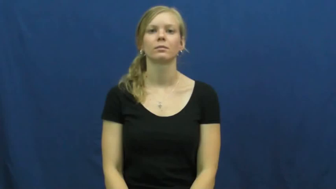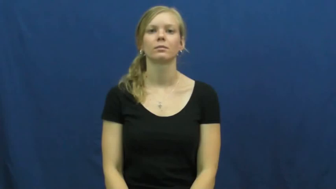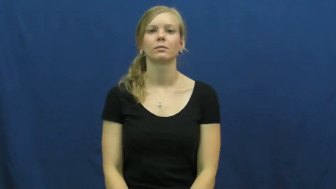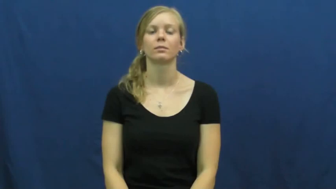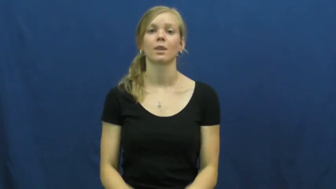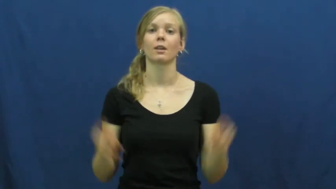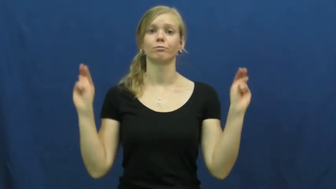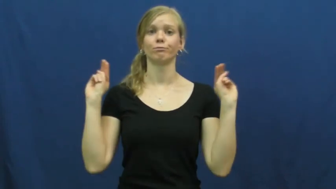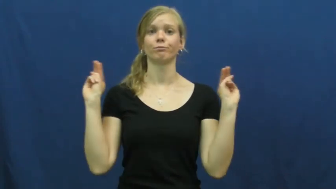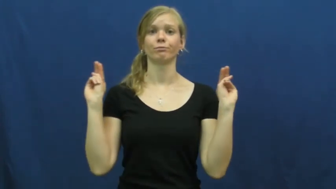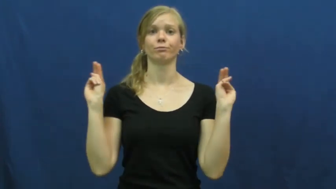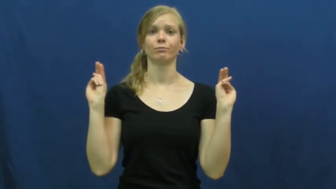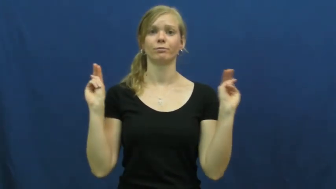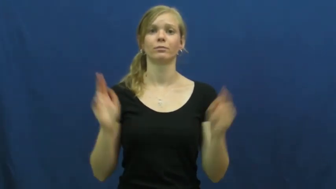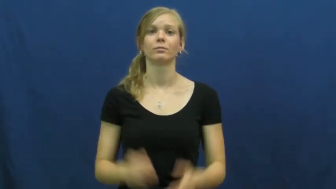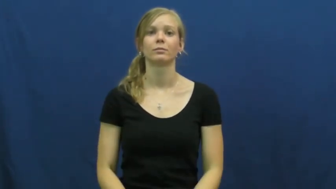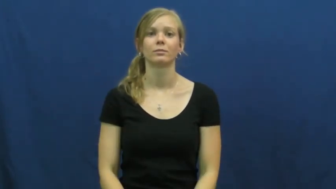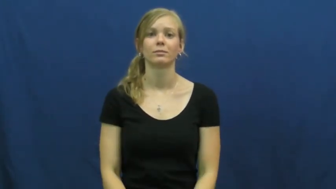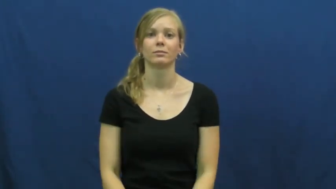neutral,mugwump